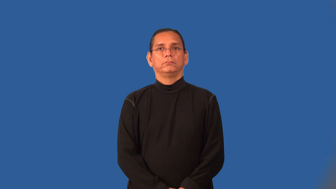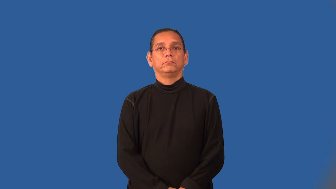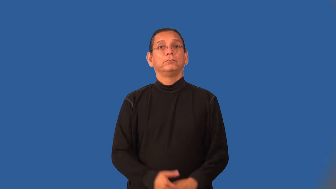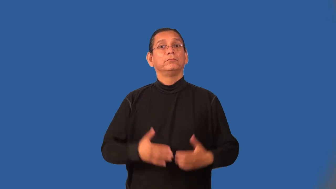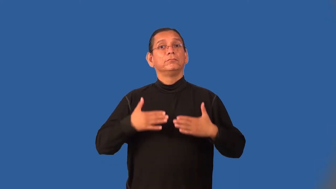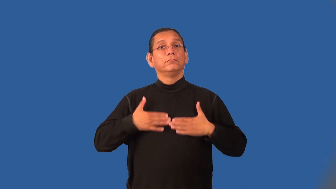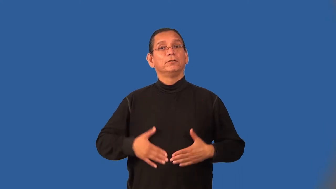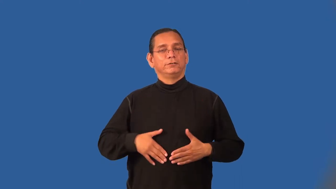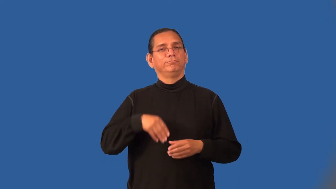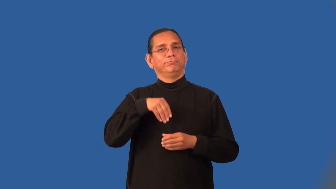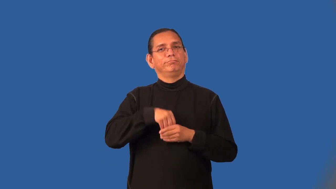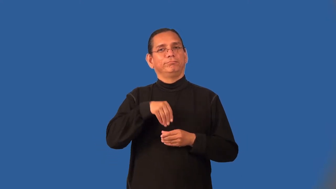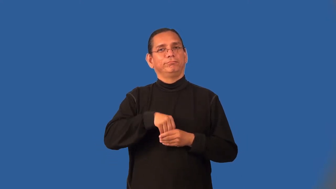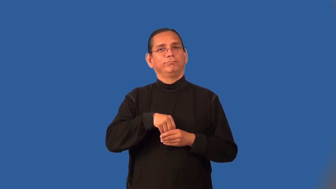innards-body